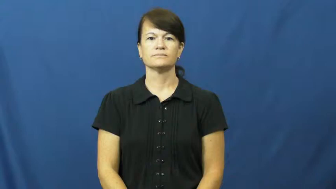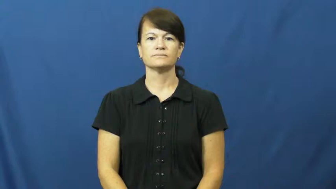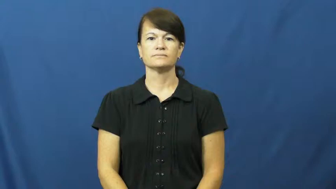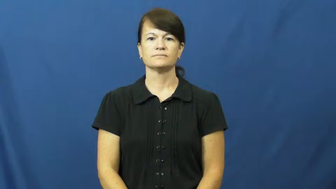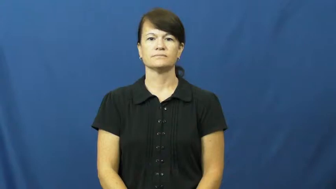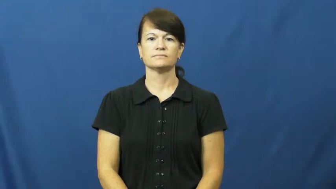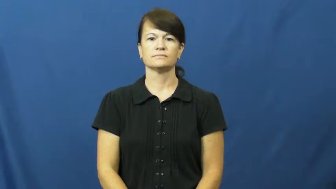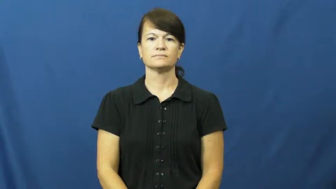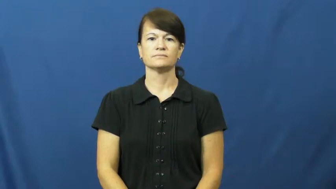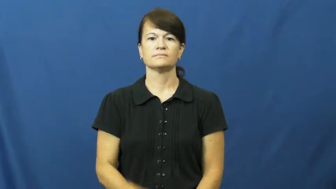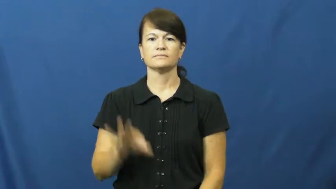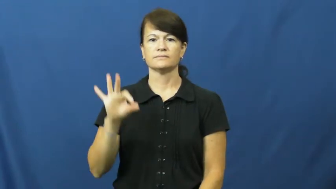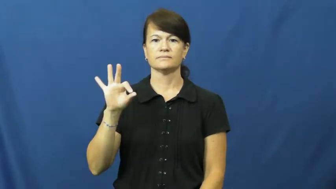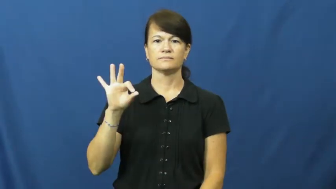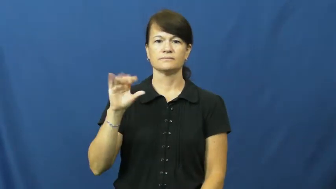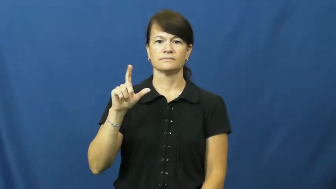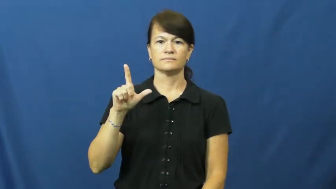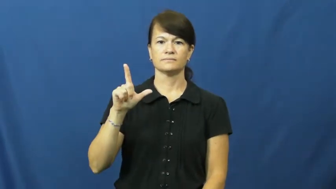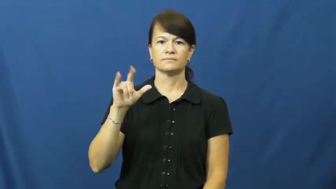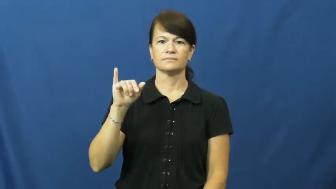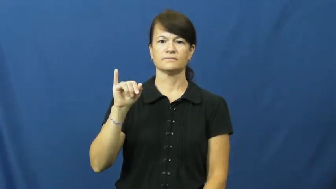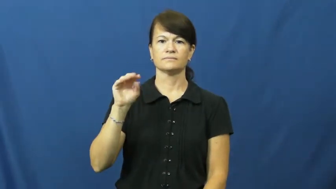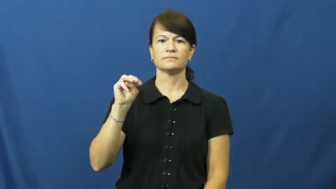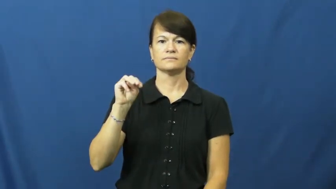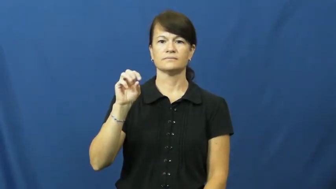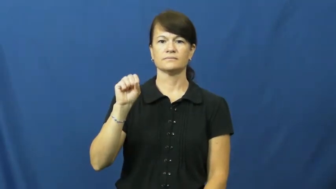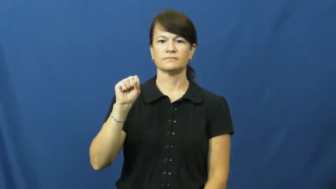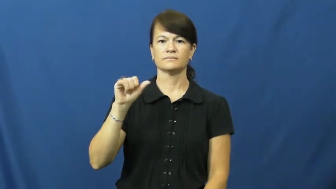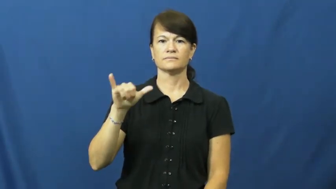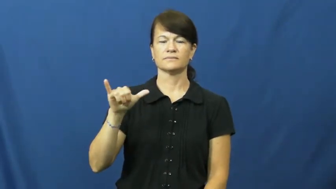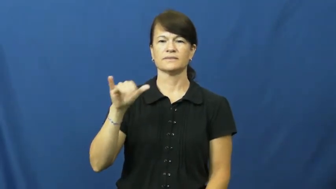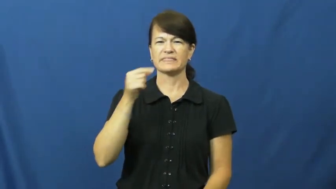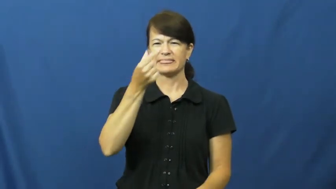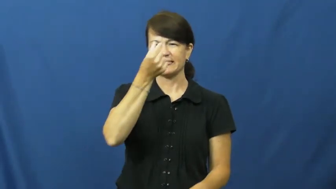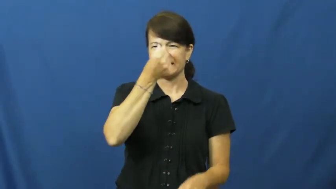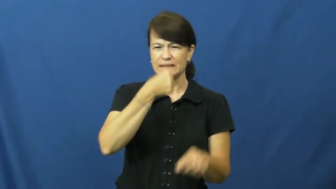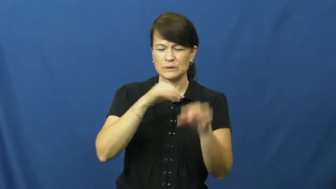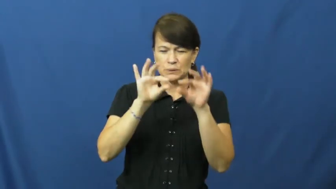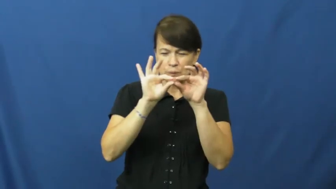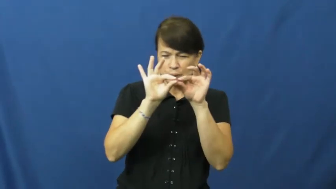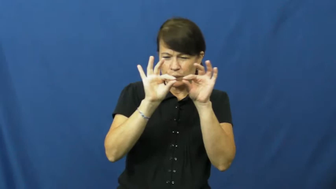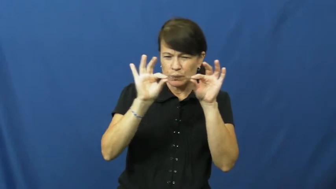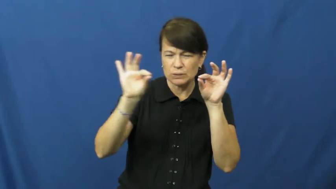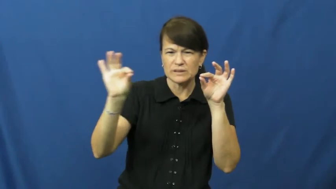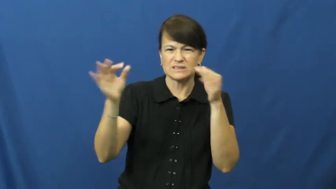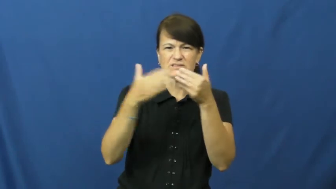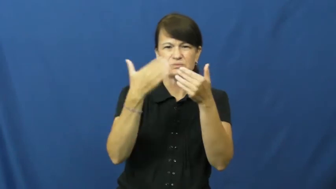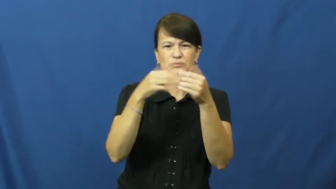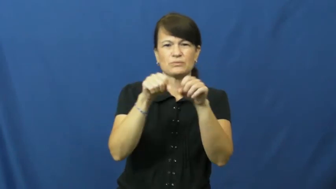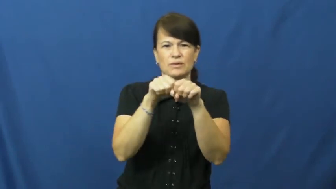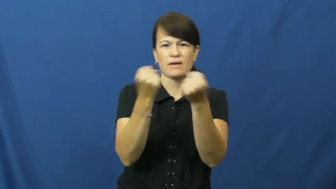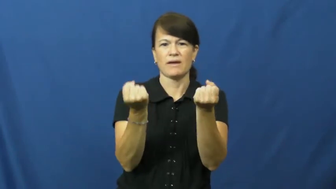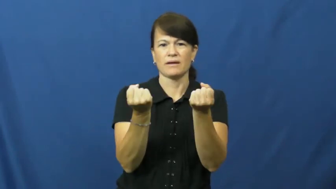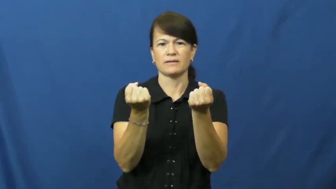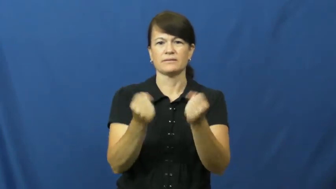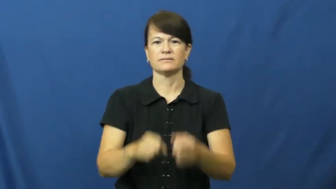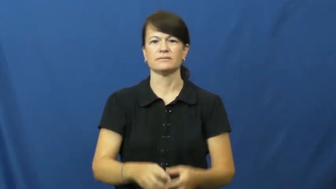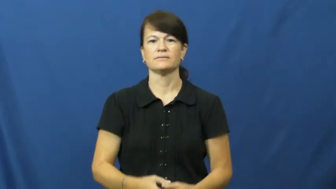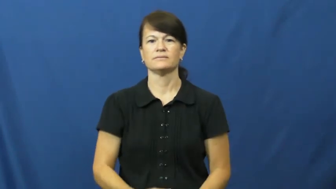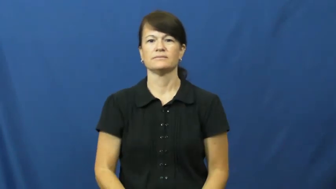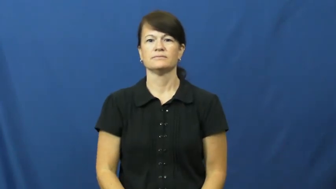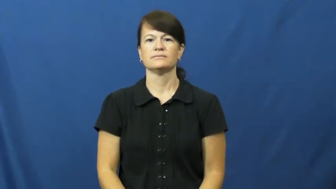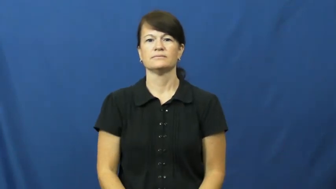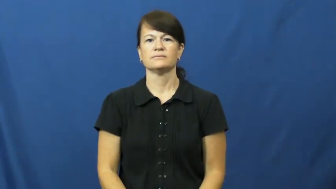flimsy